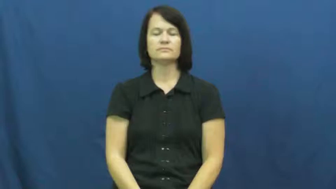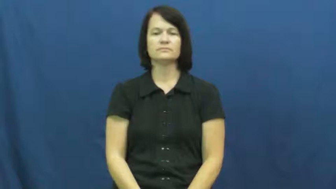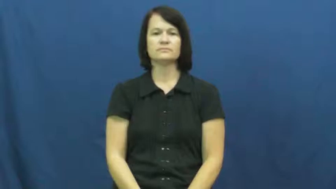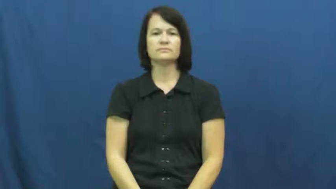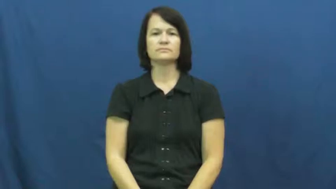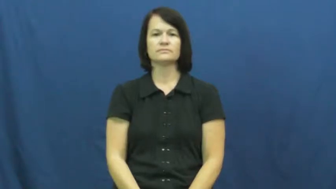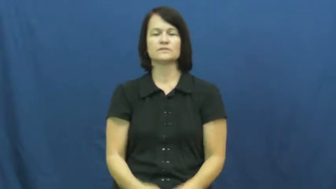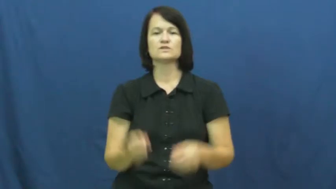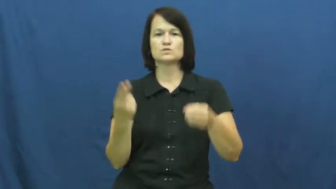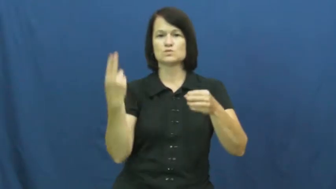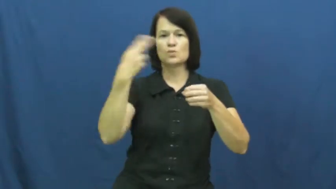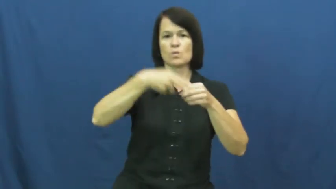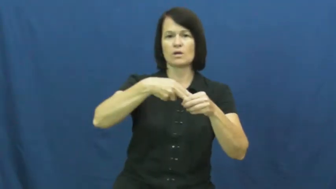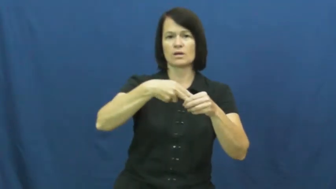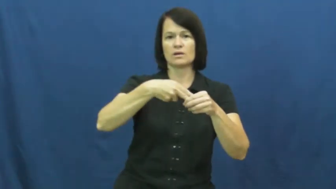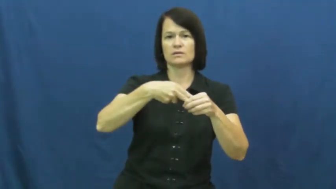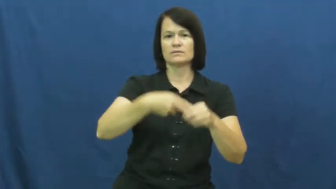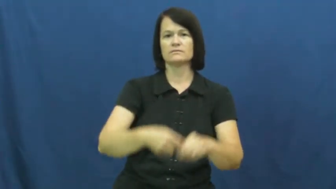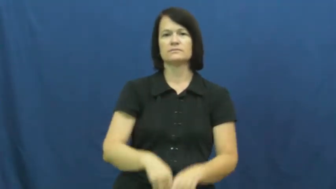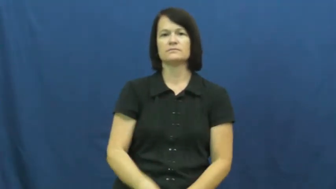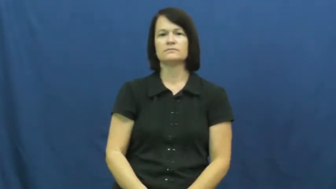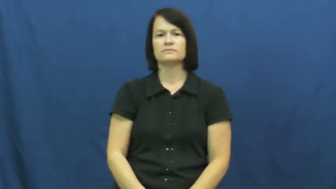throw in with